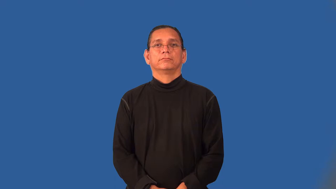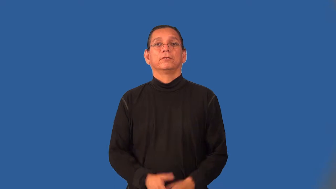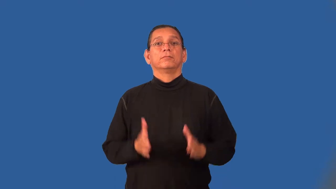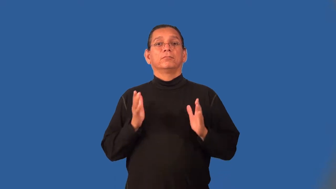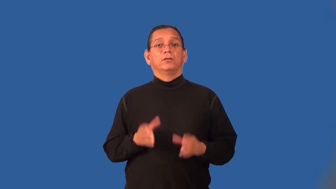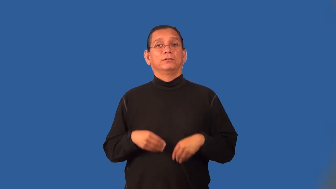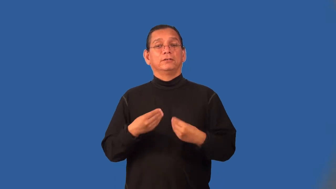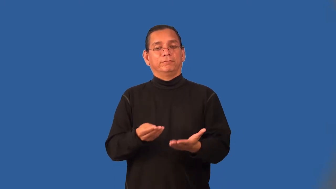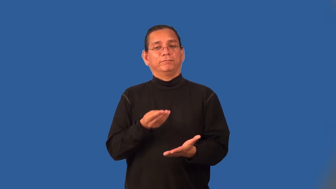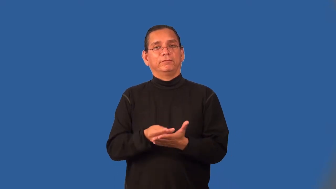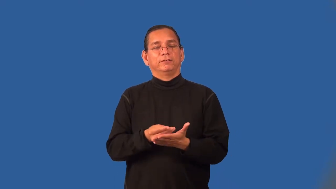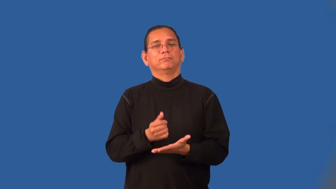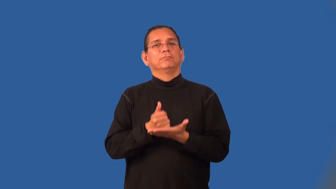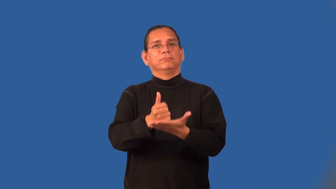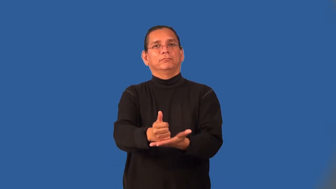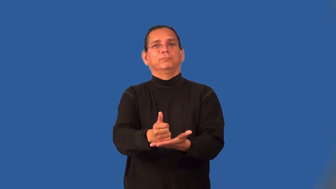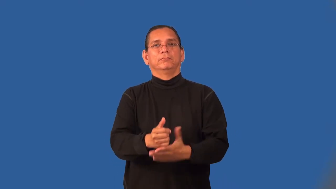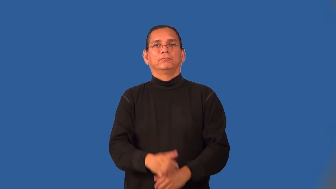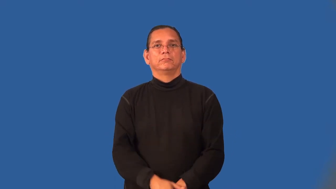subsidizer